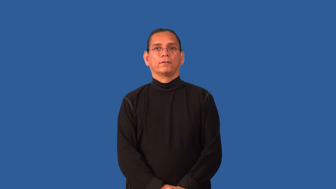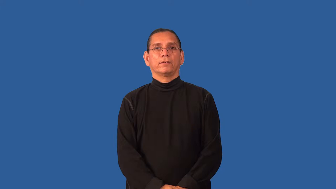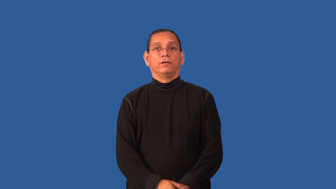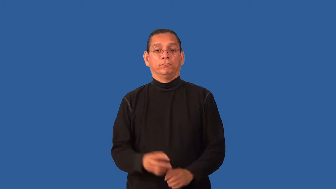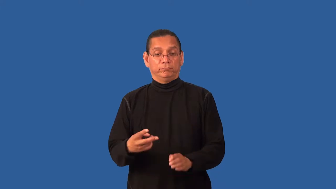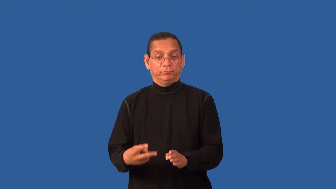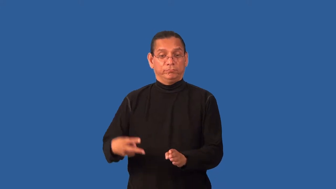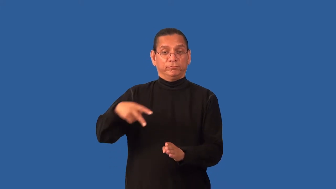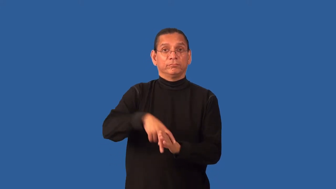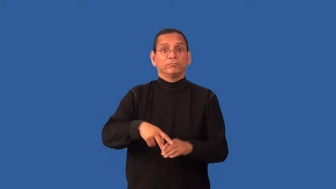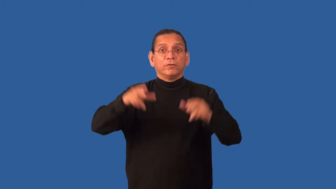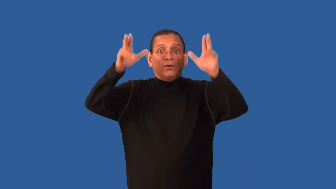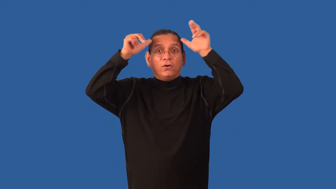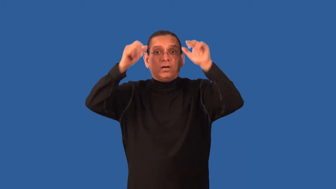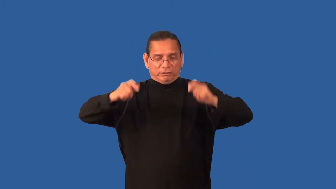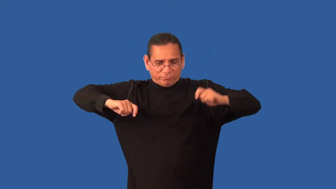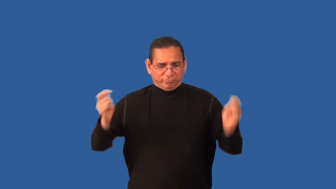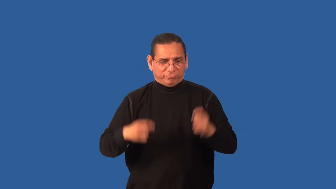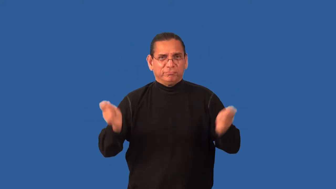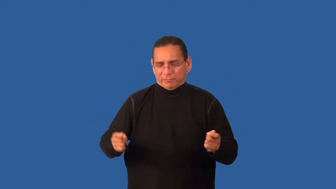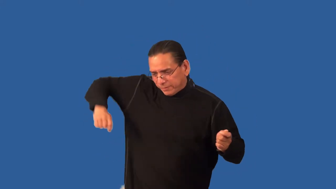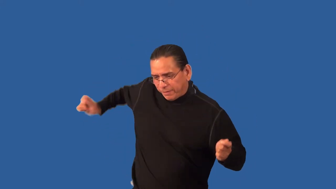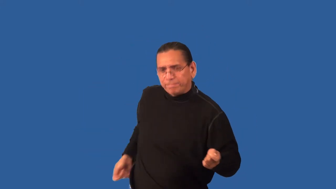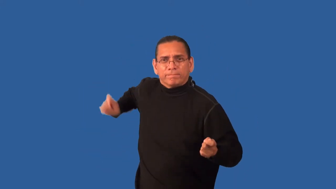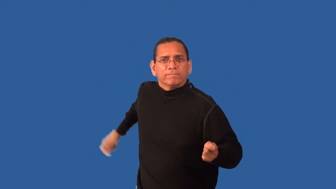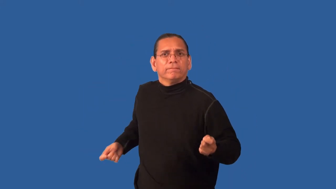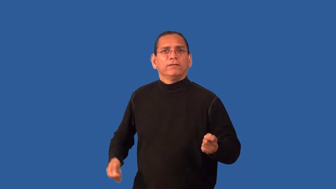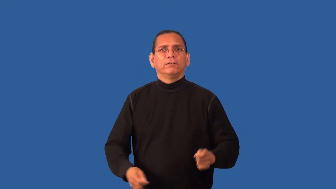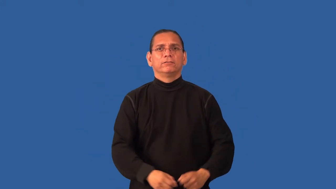giddyup